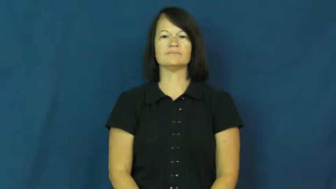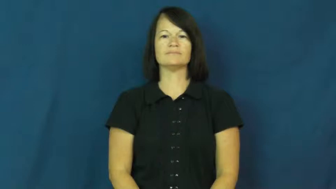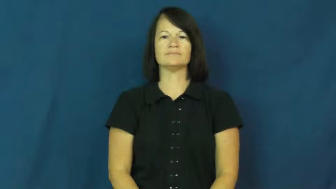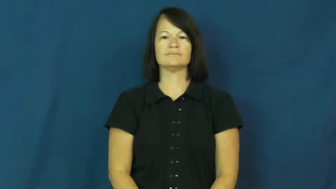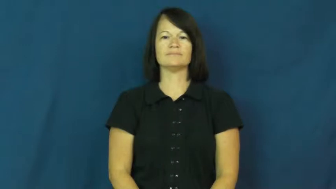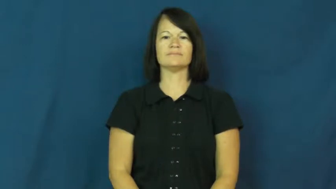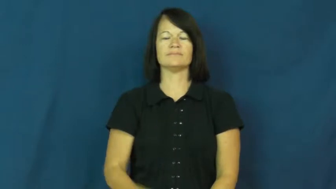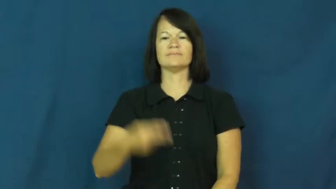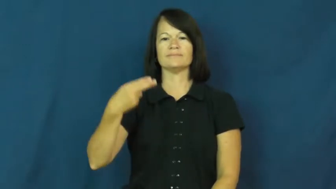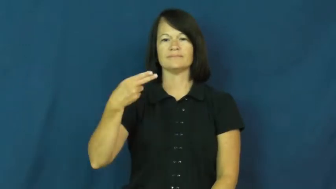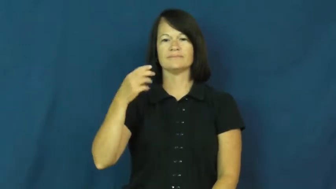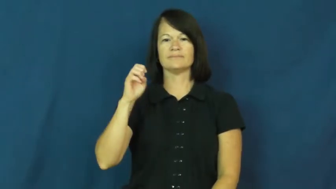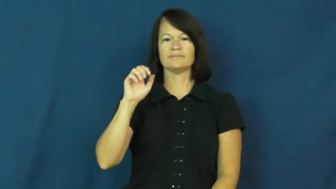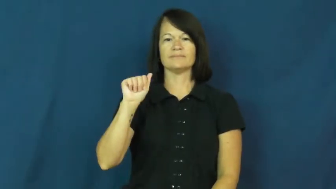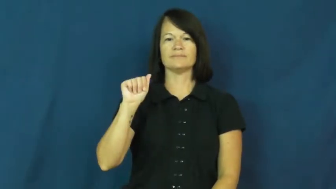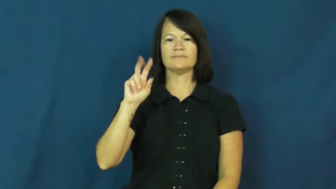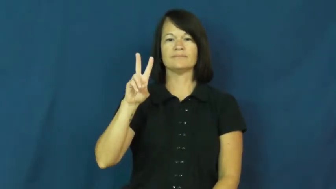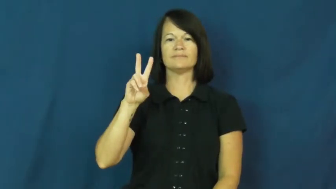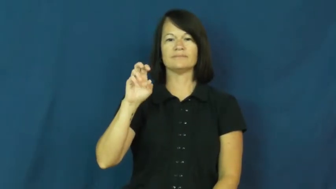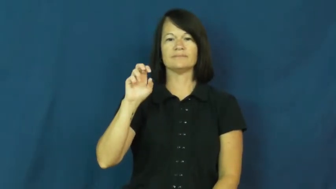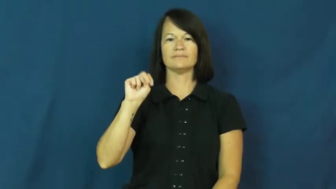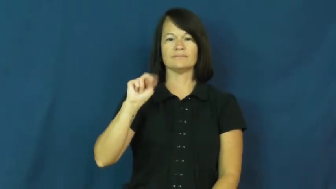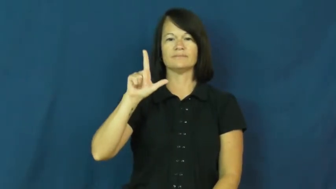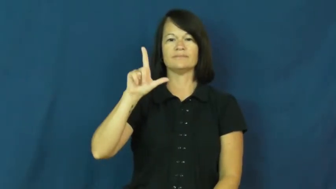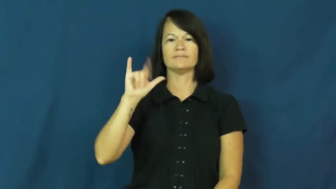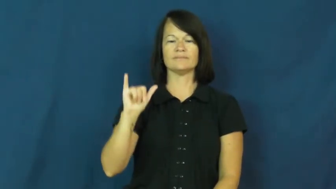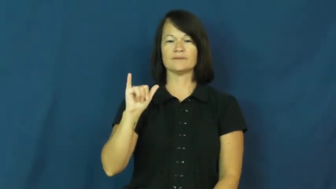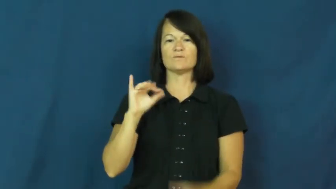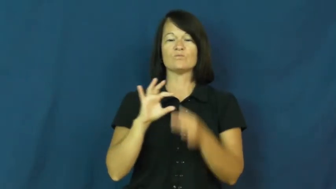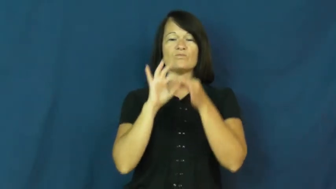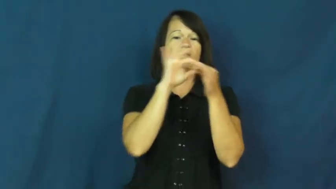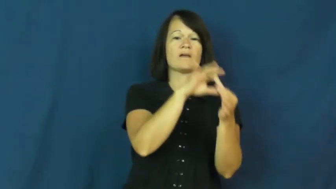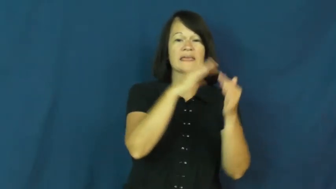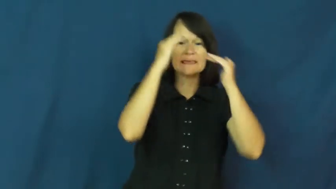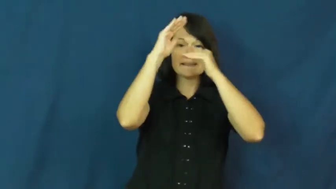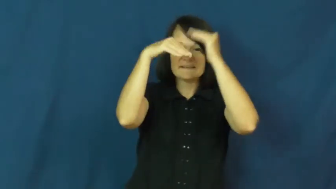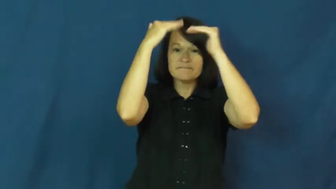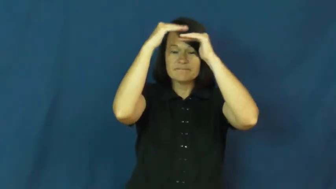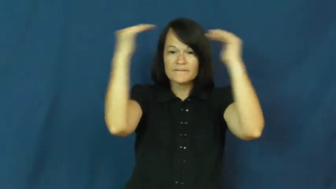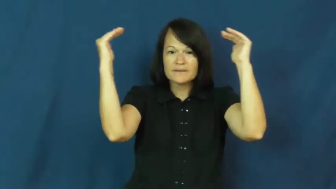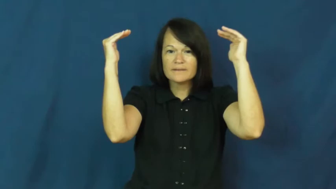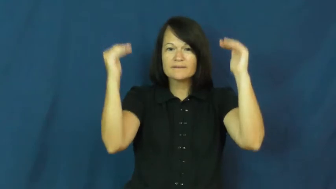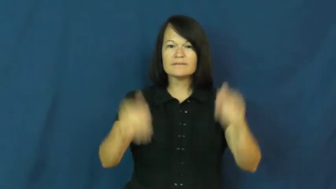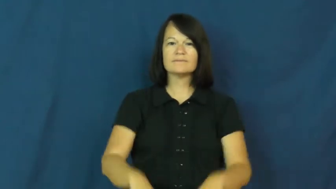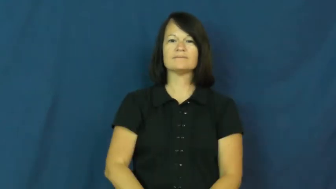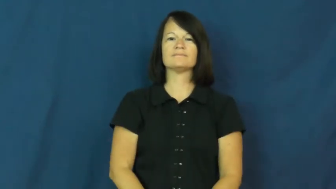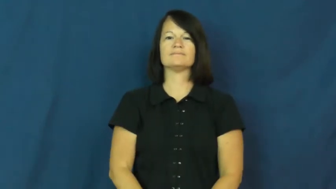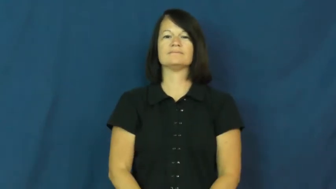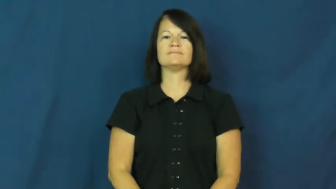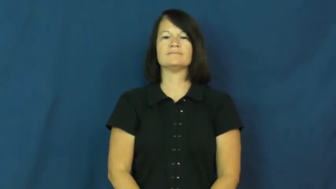heavenly-heaven